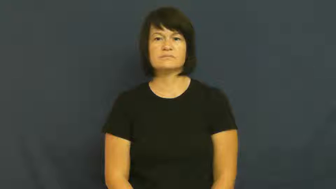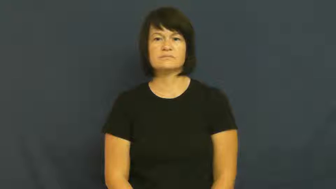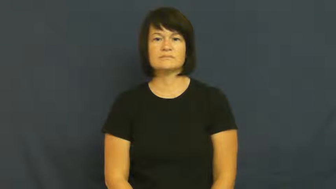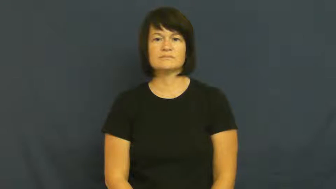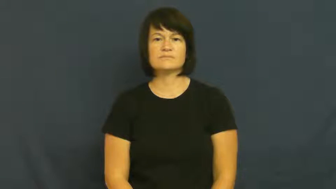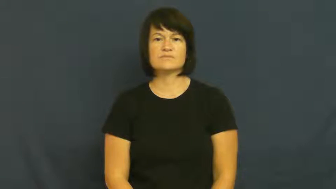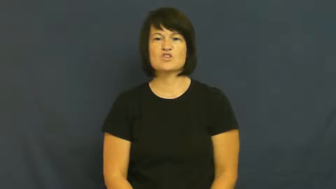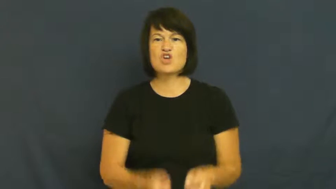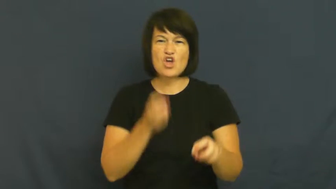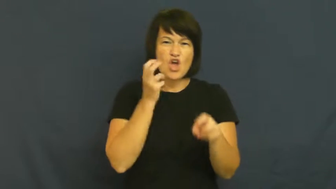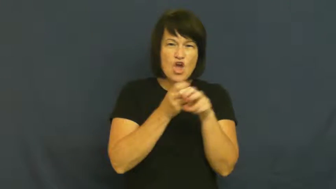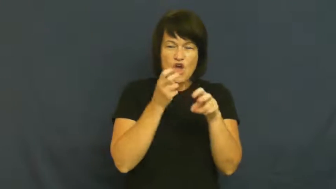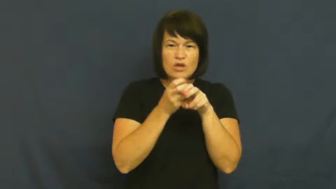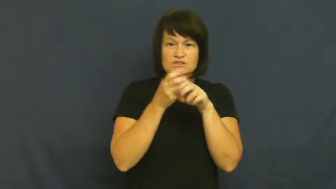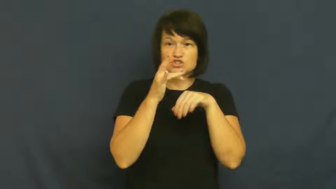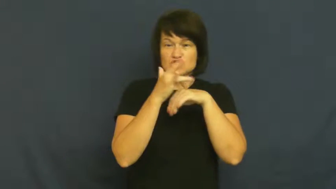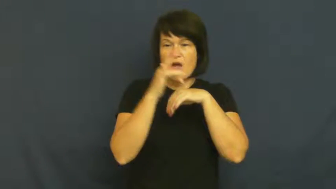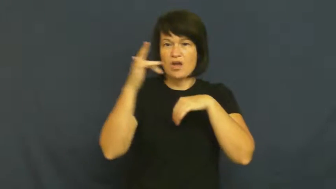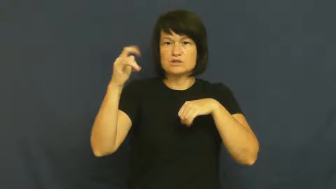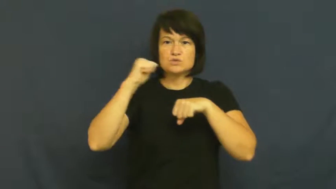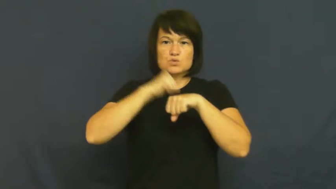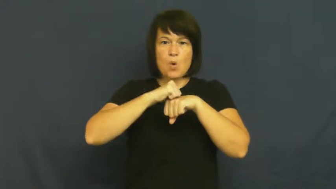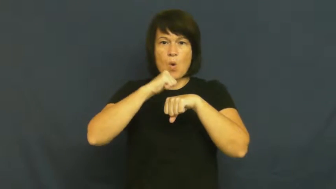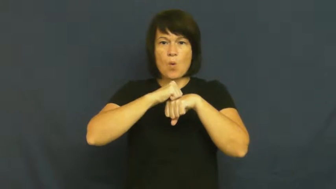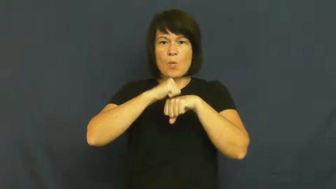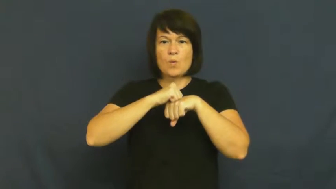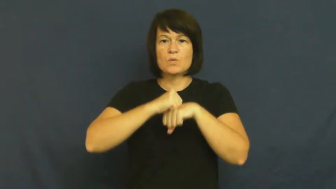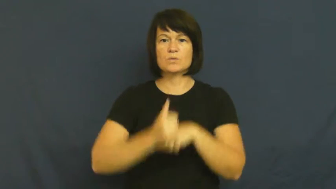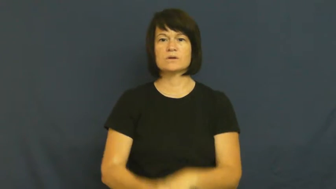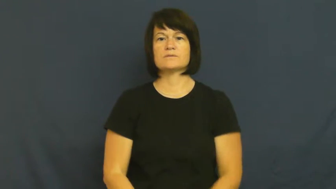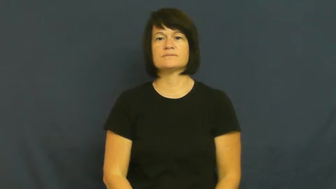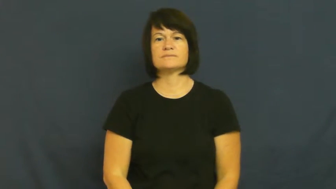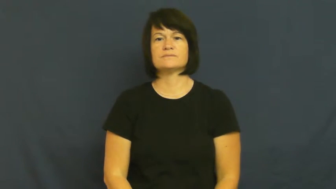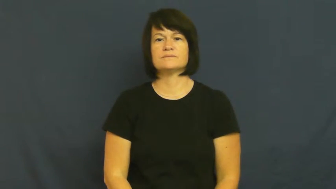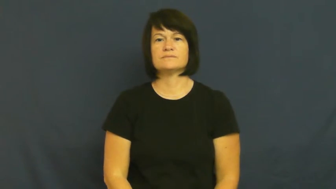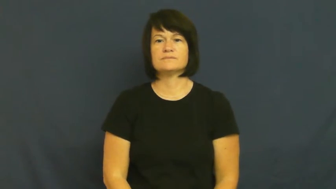quartz